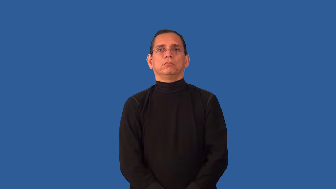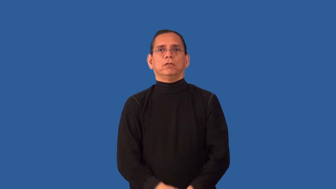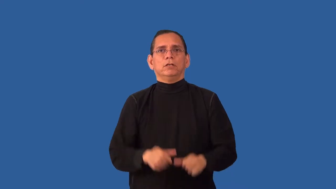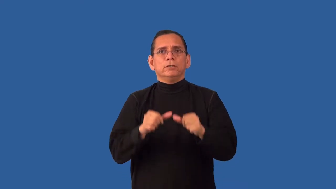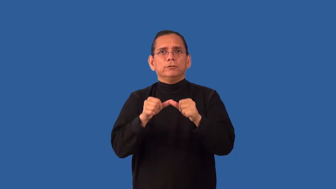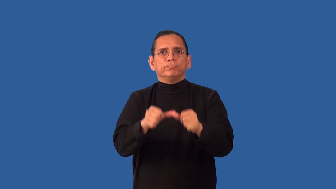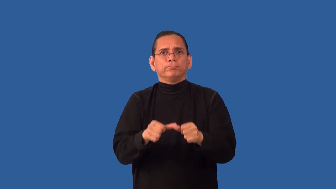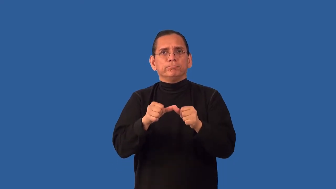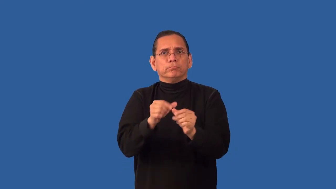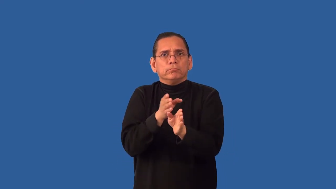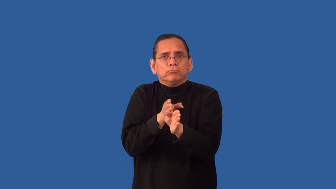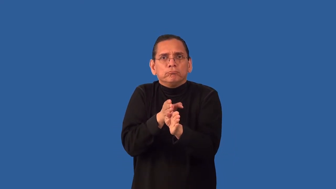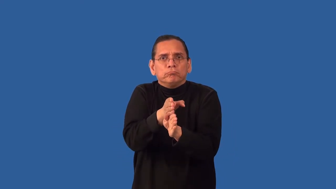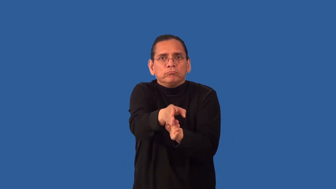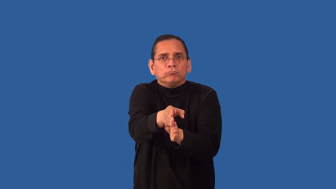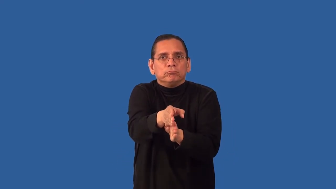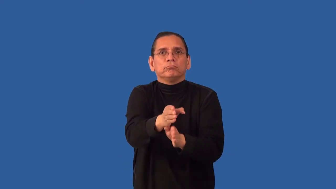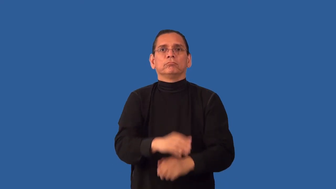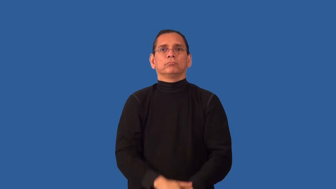undeviating